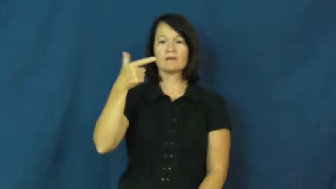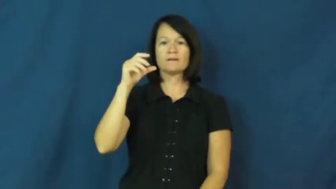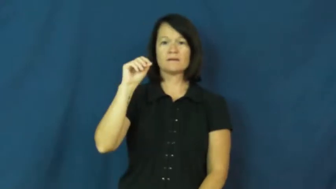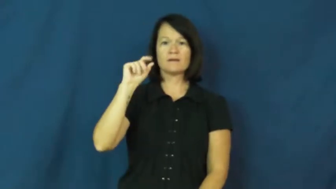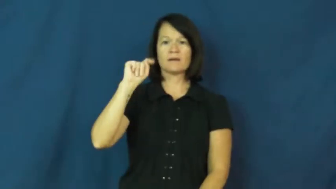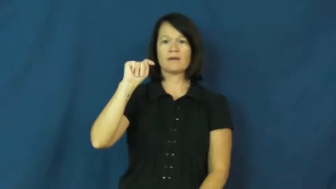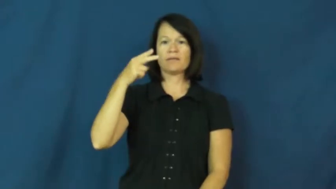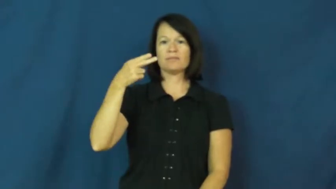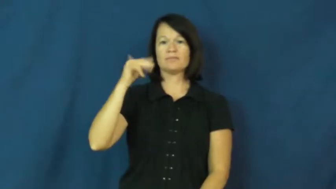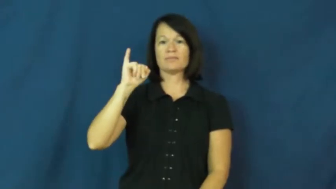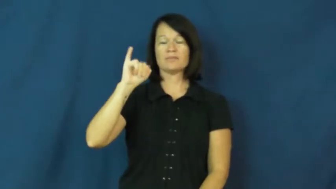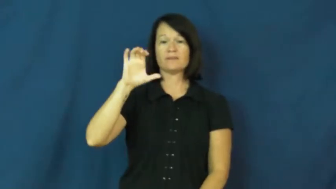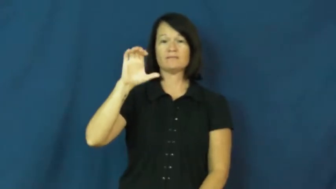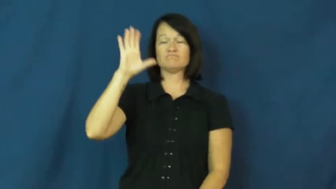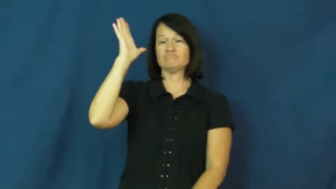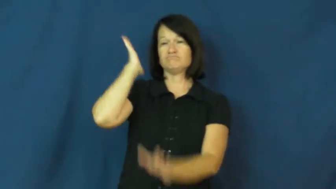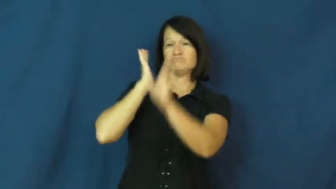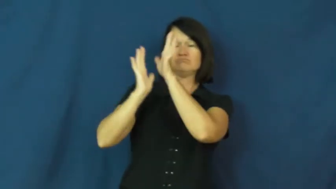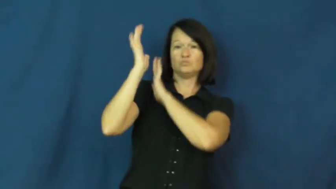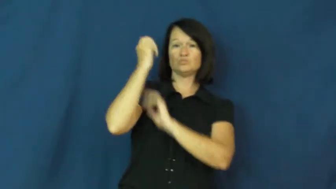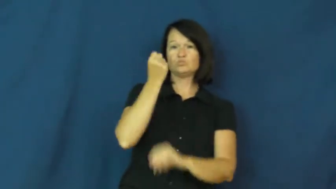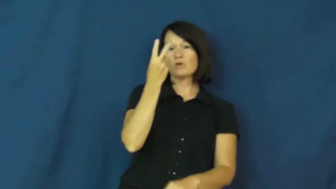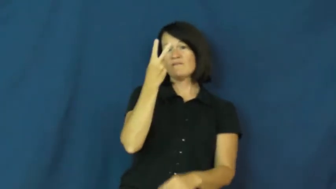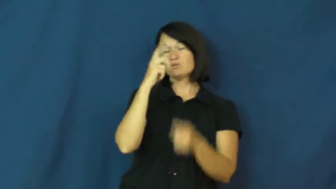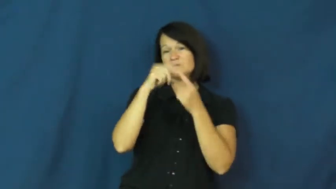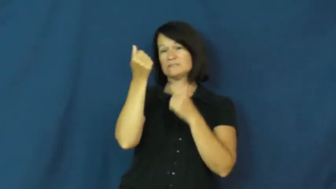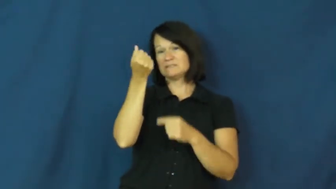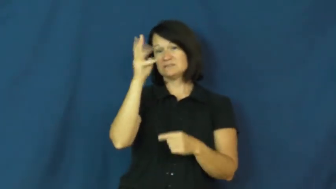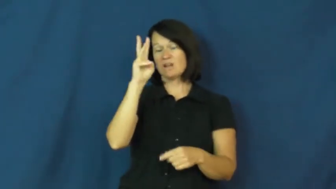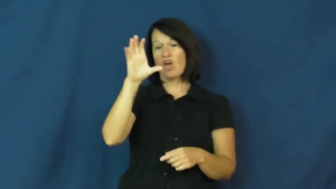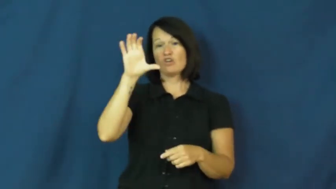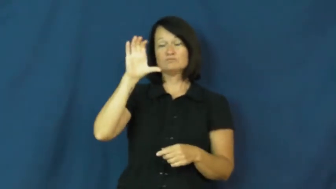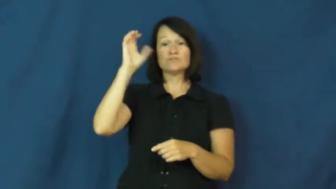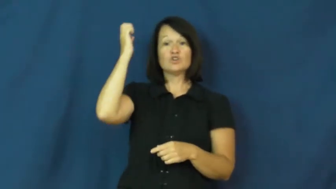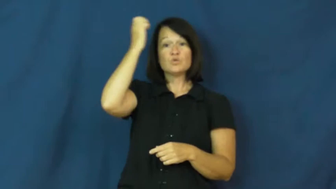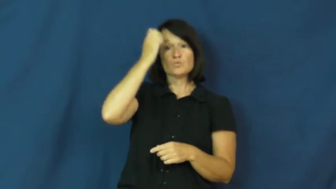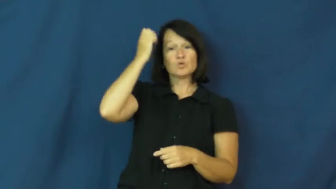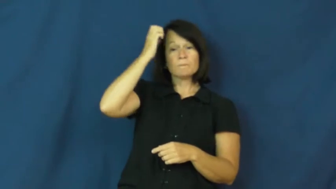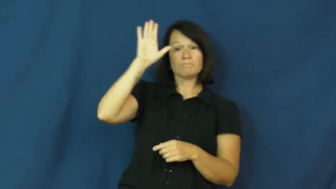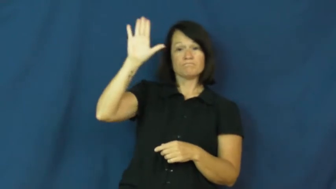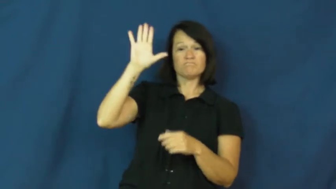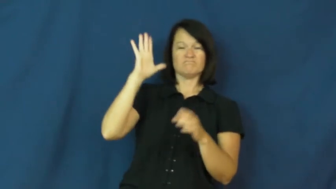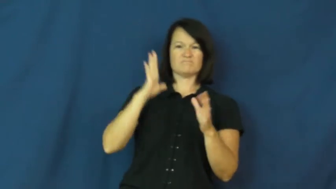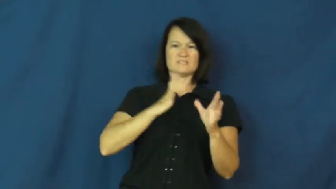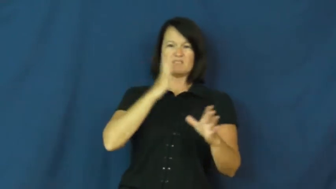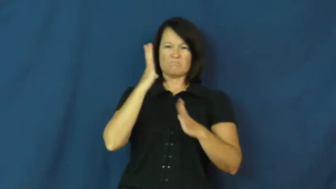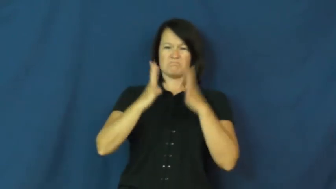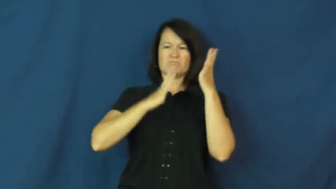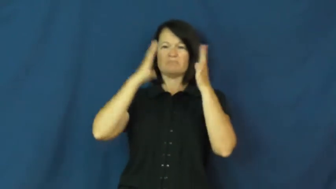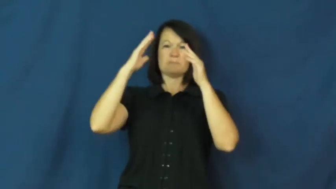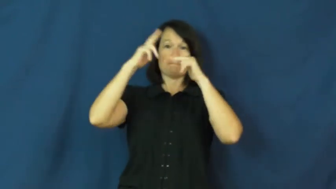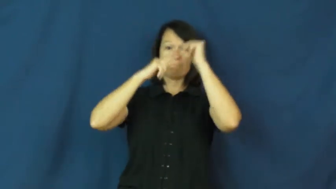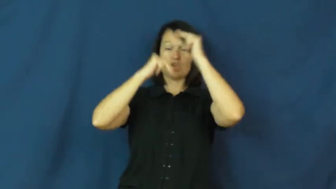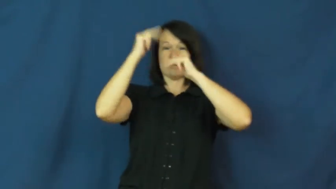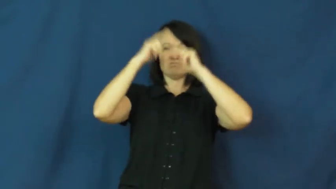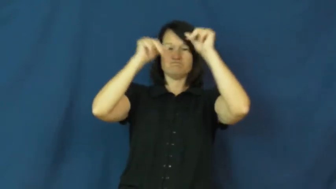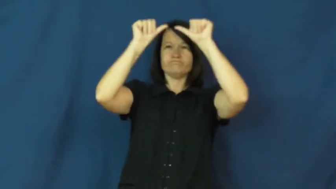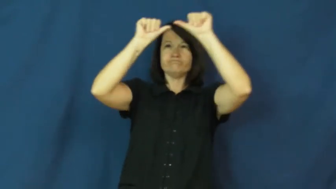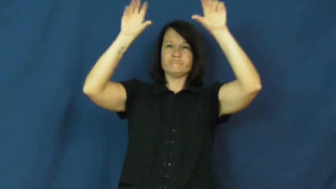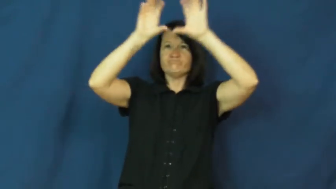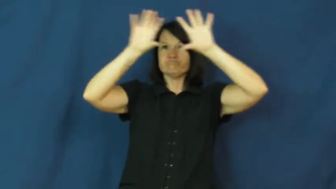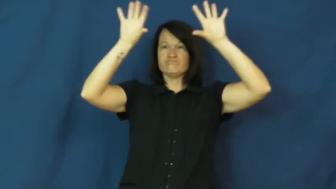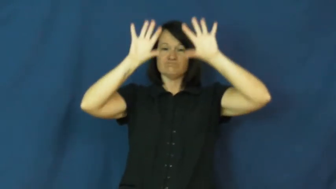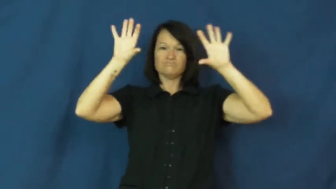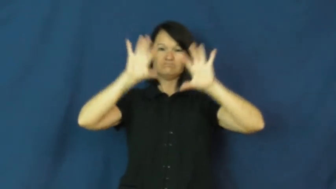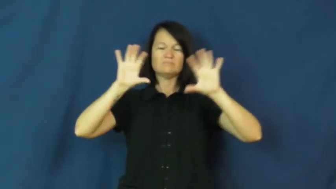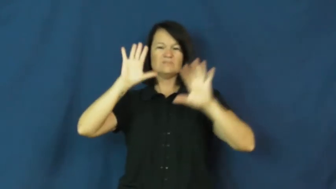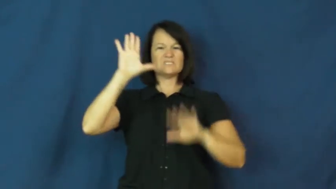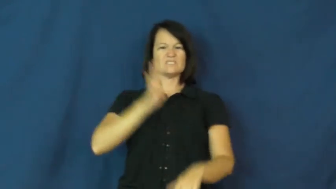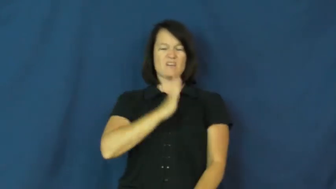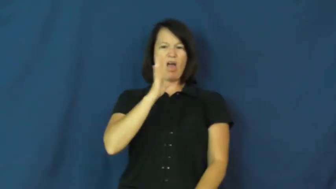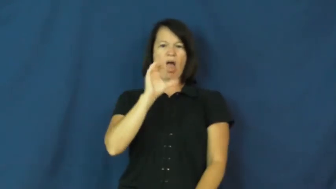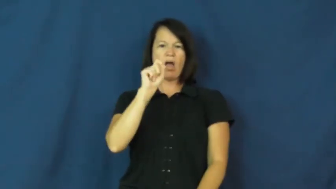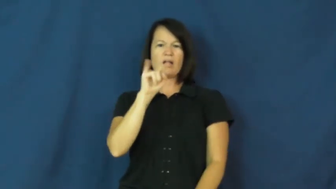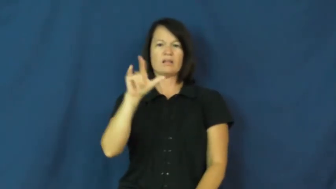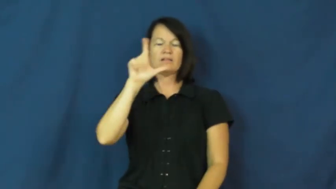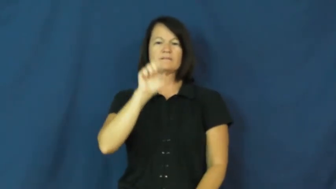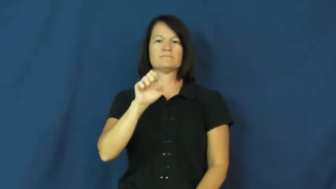gothic